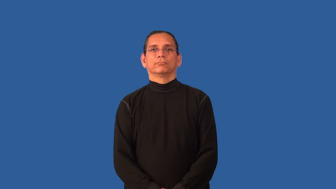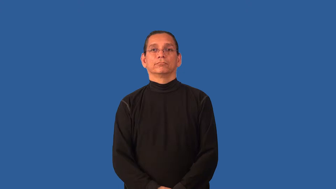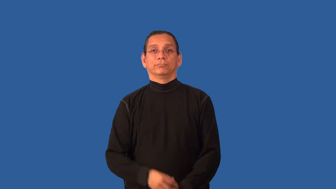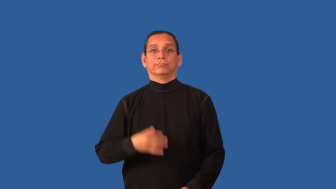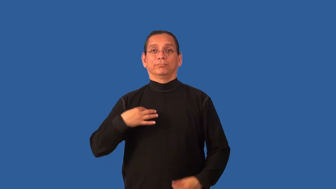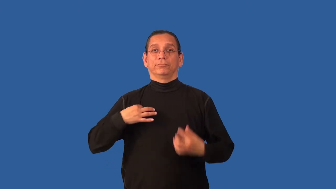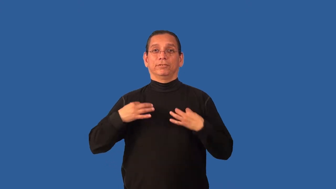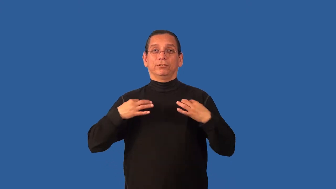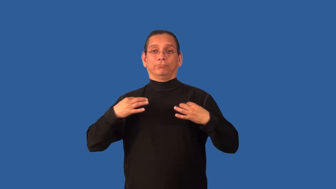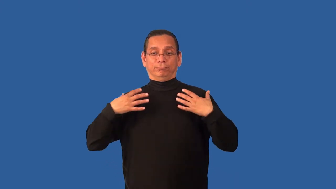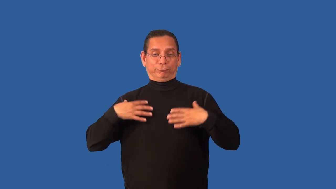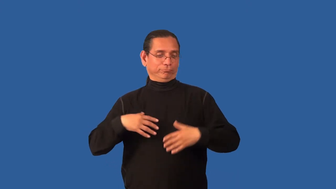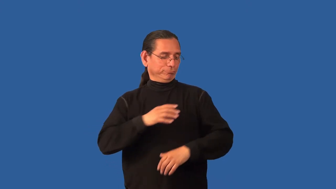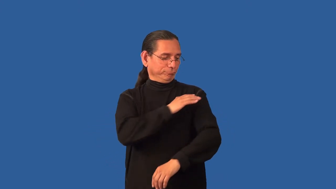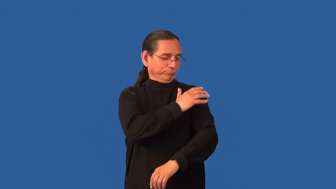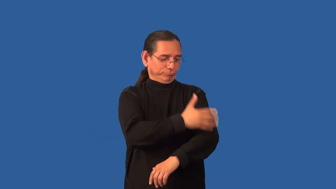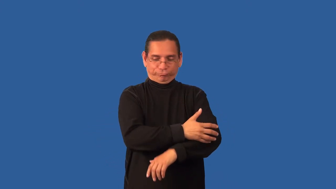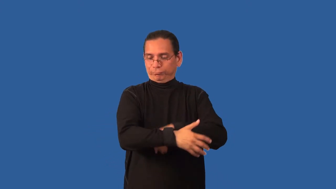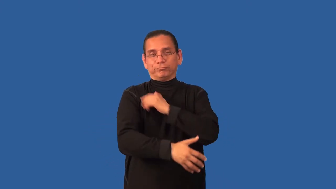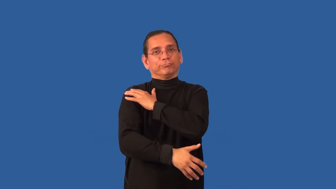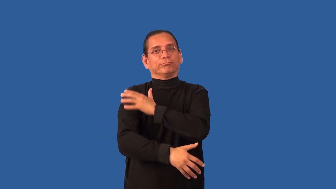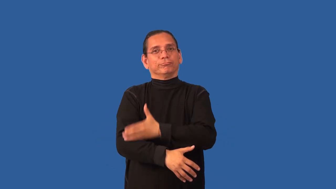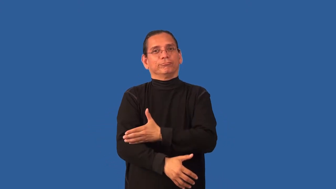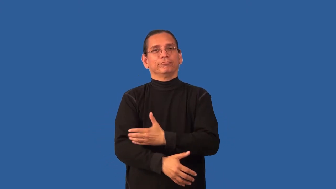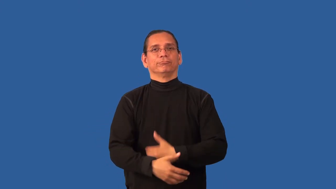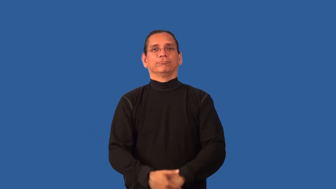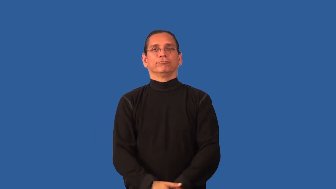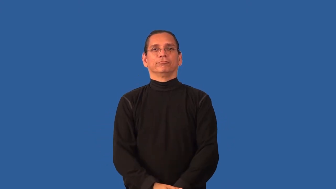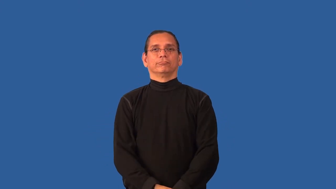blouse,shirtwaist